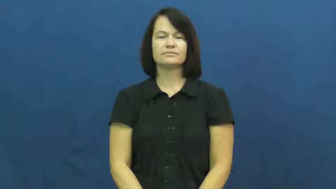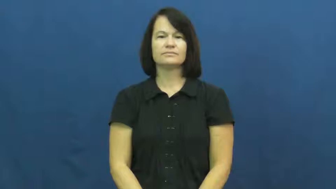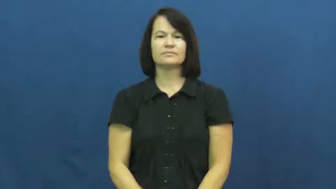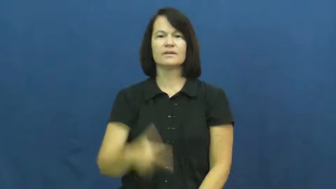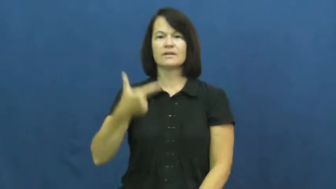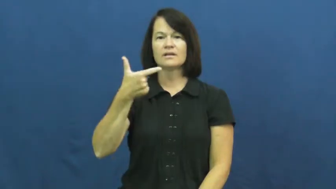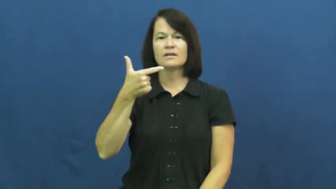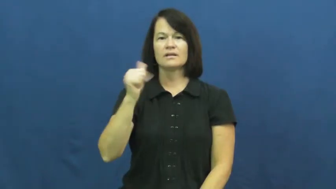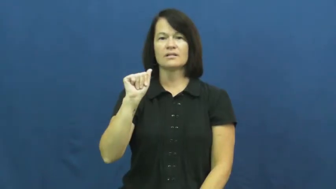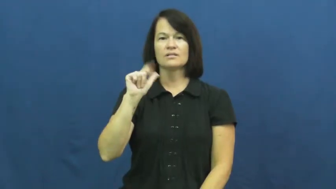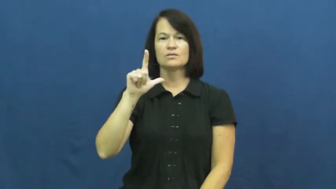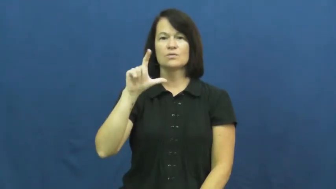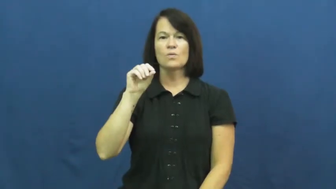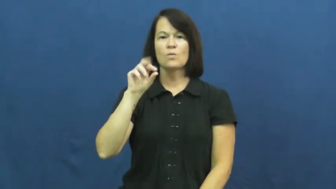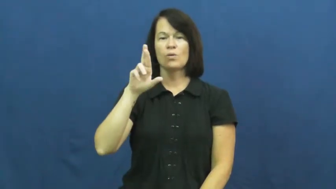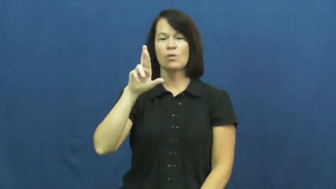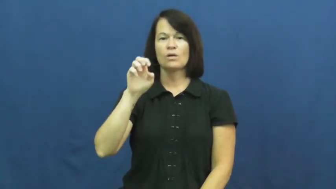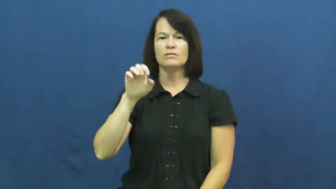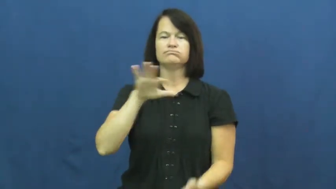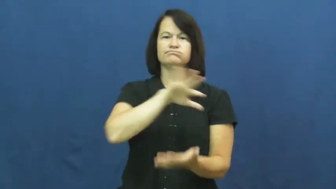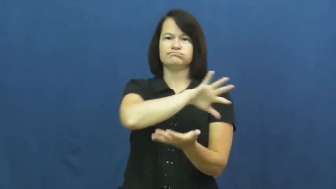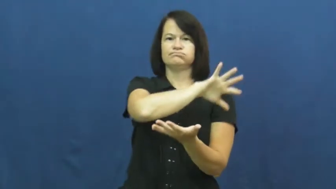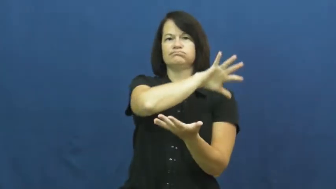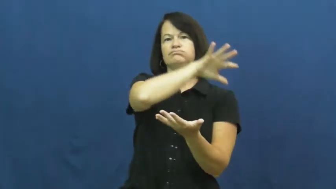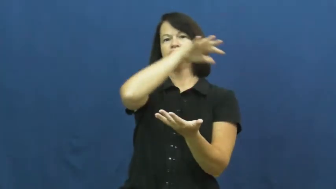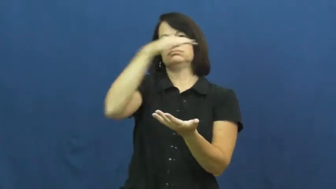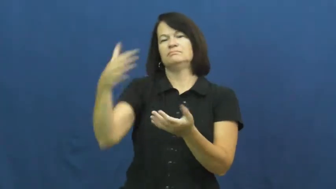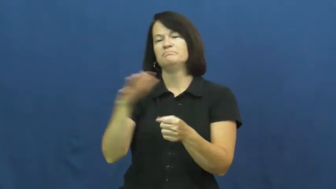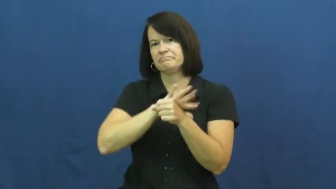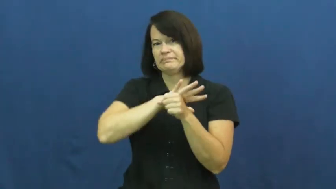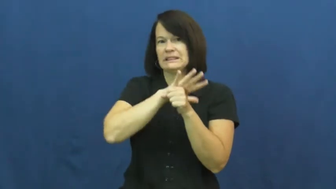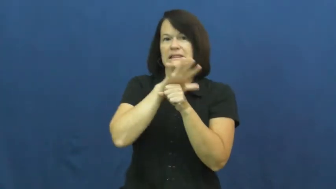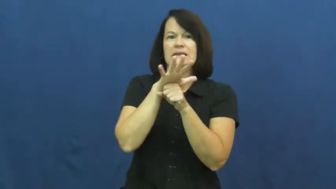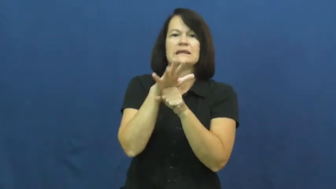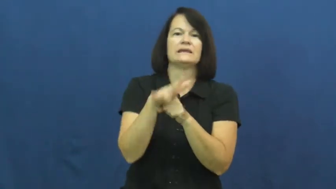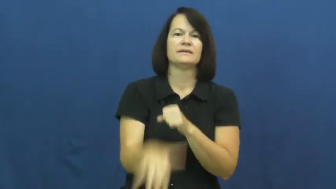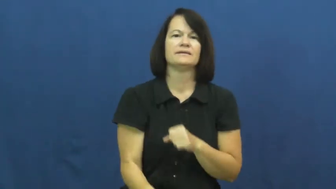galore